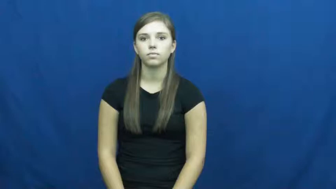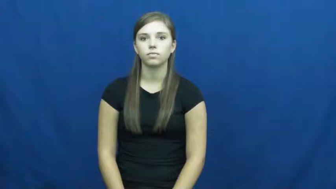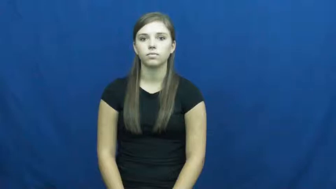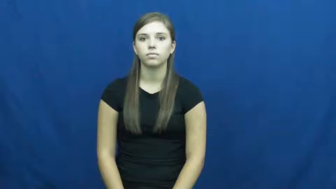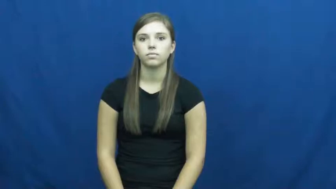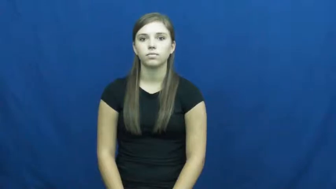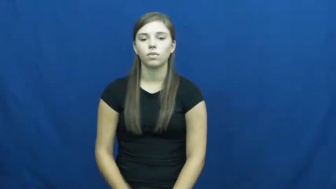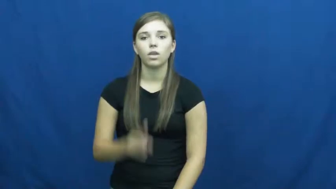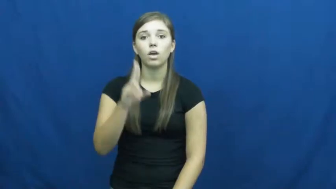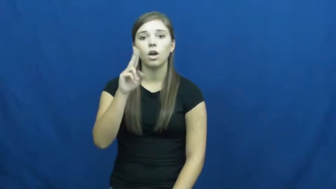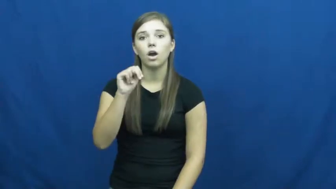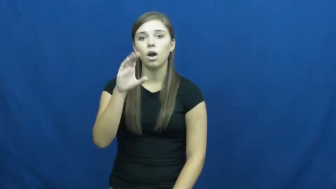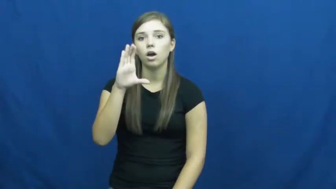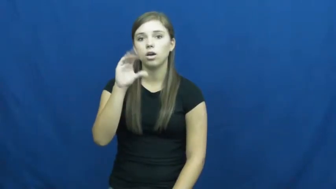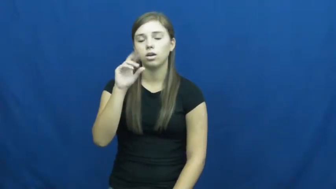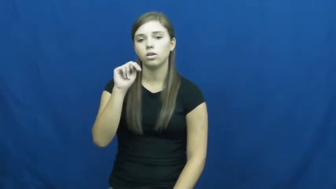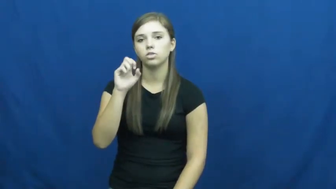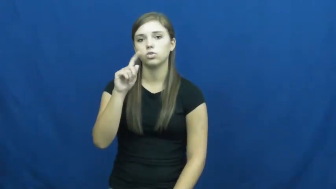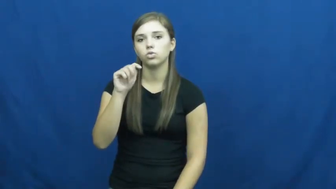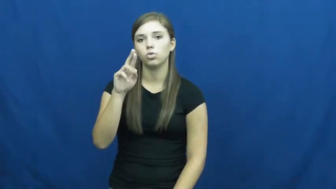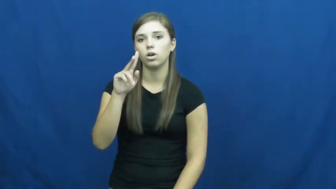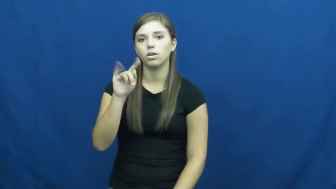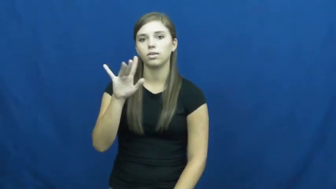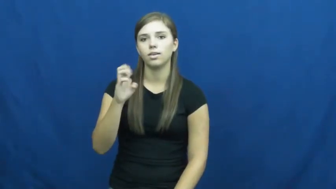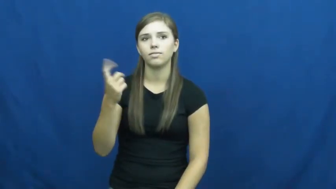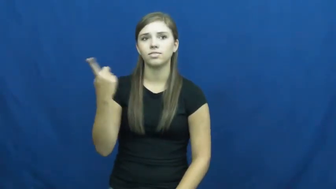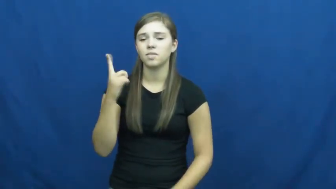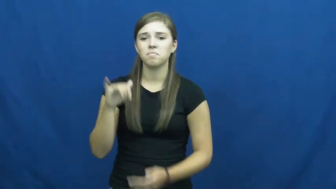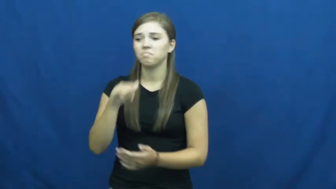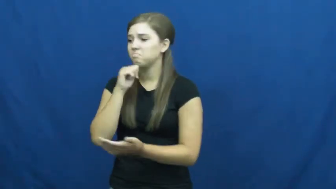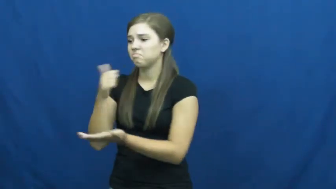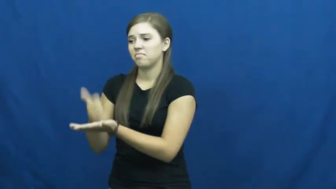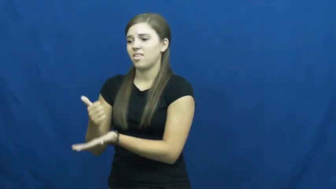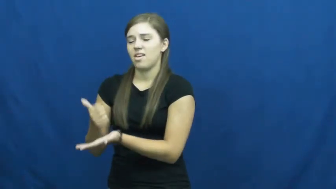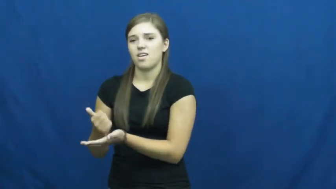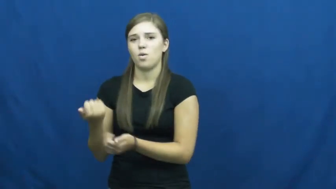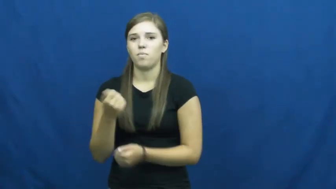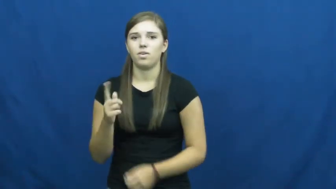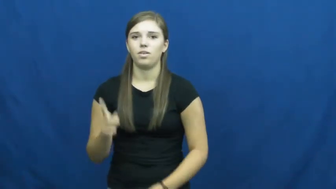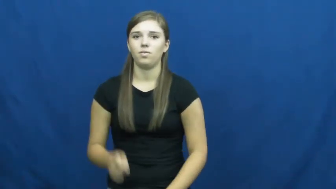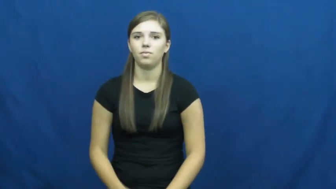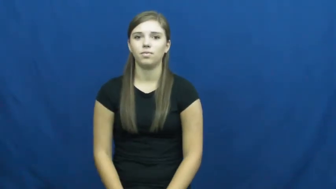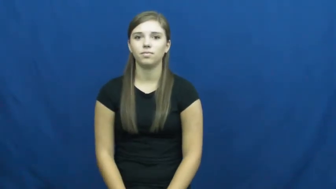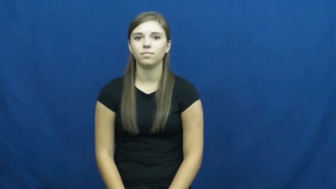unconstructive